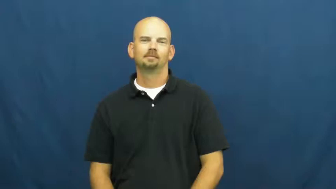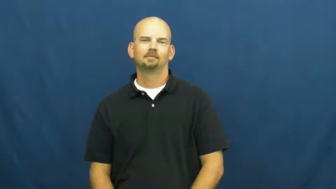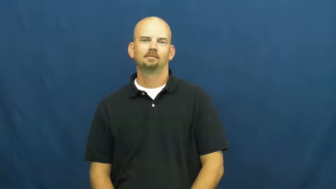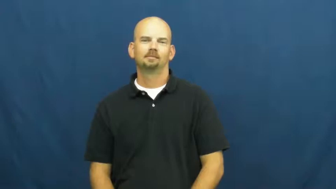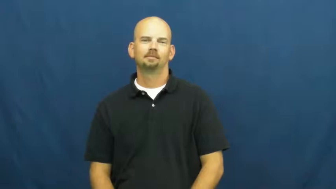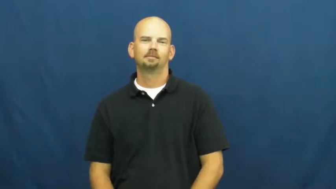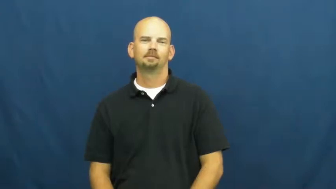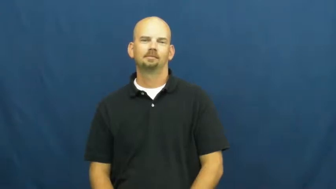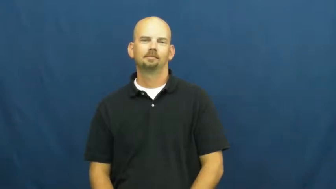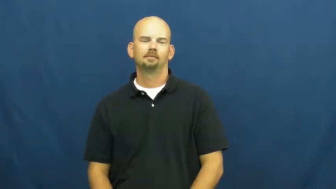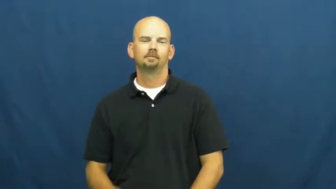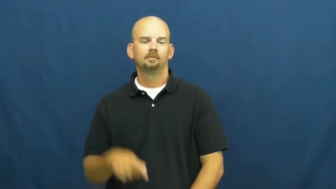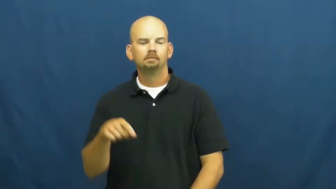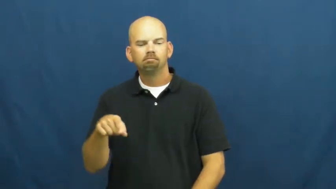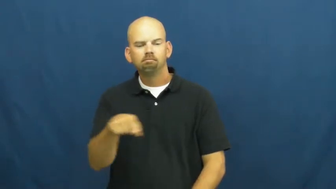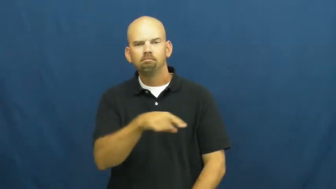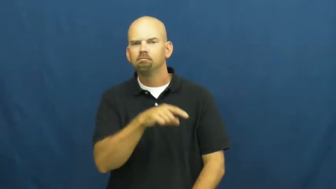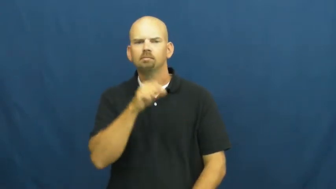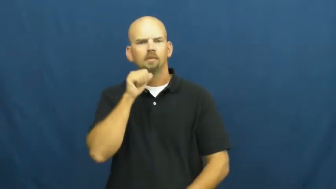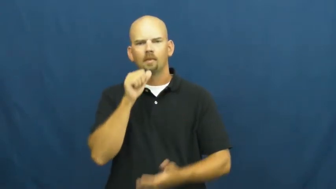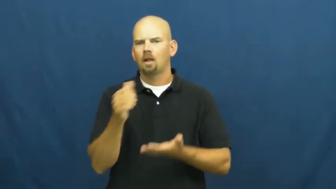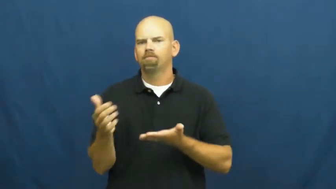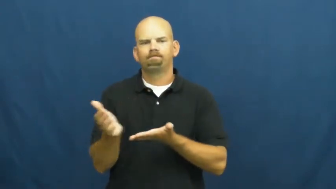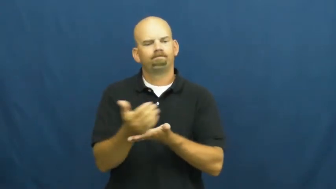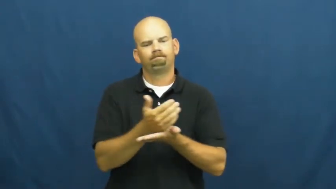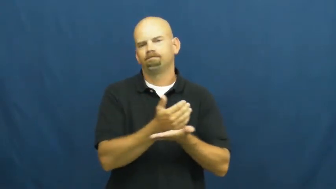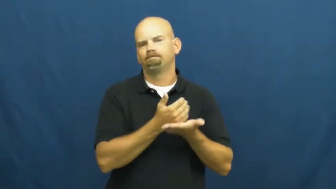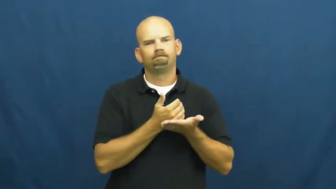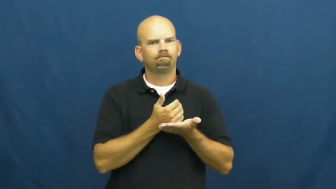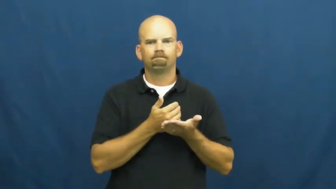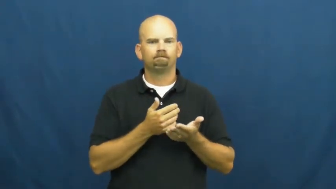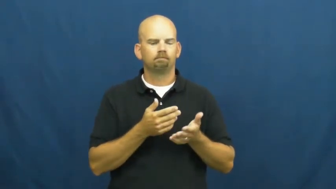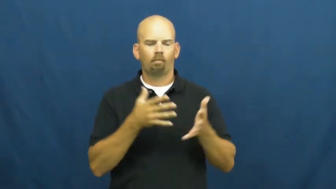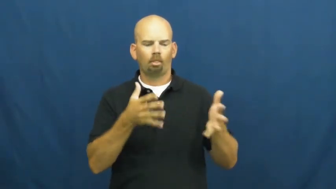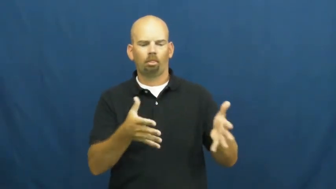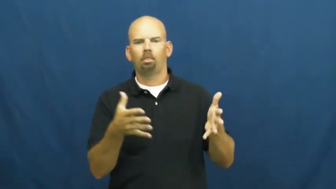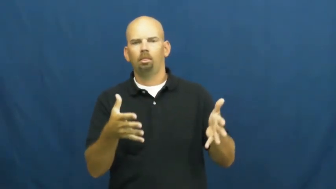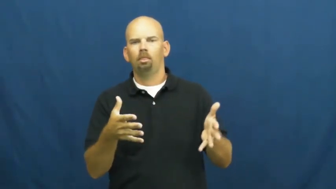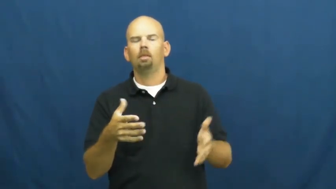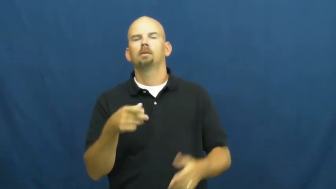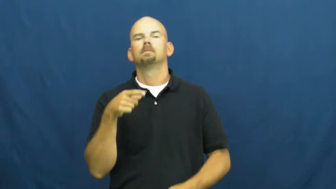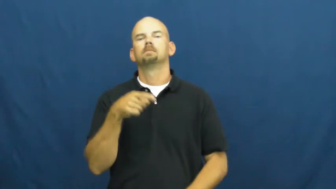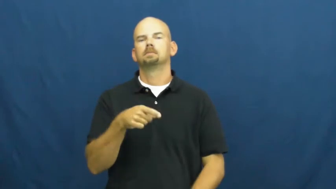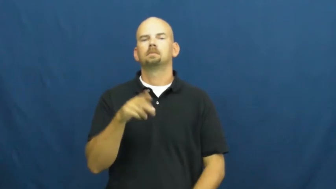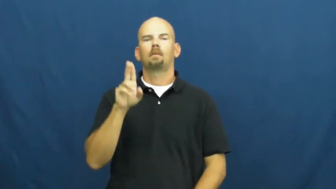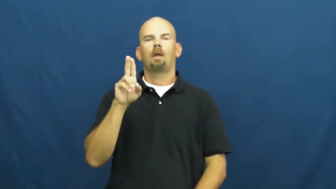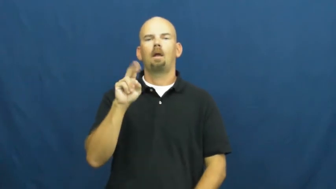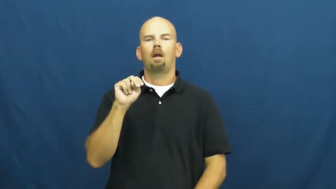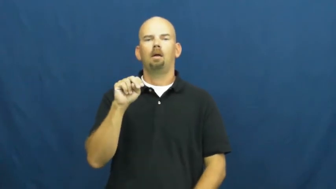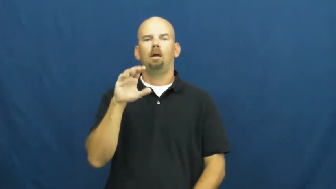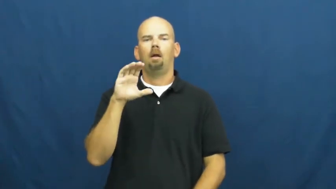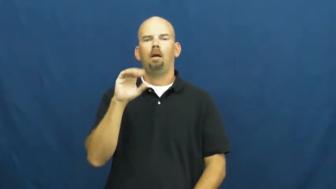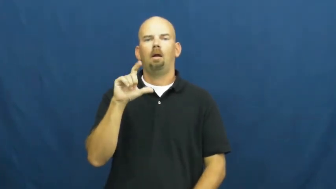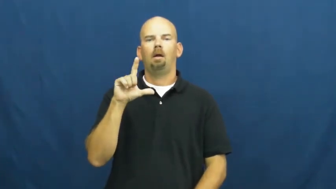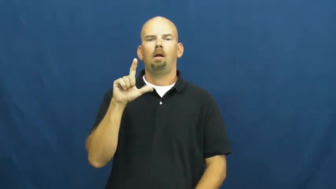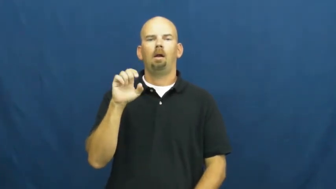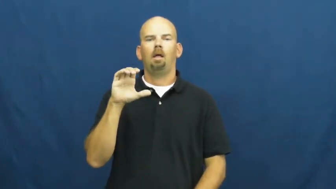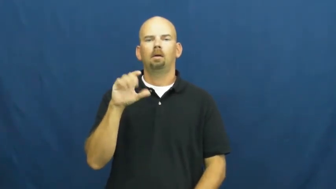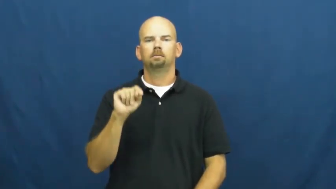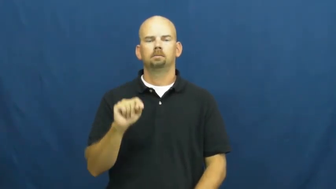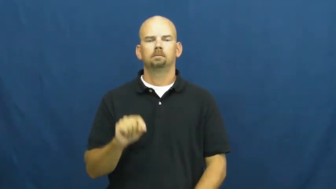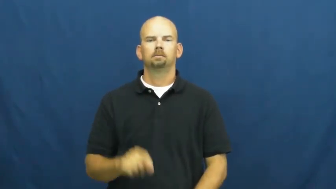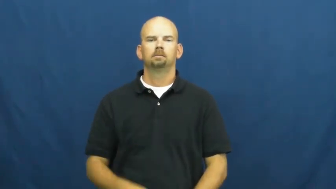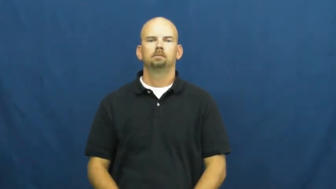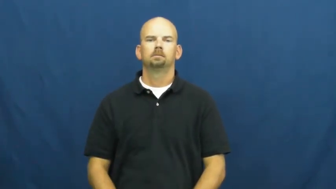uncollected